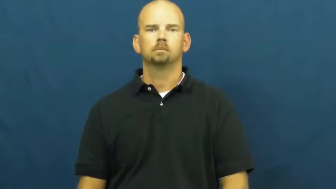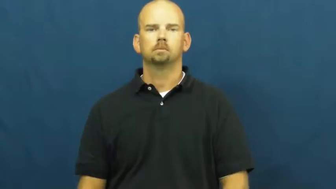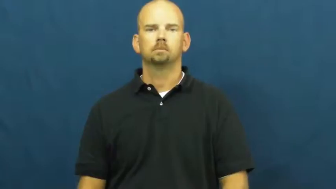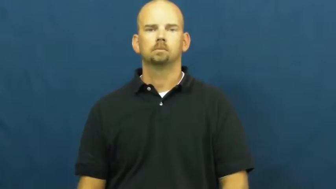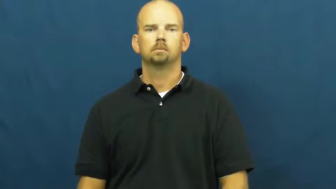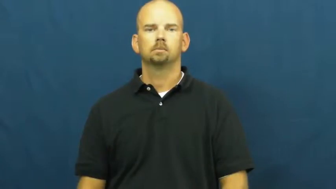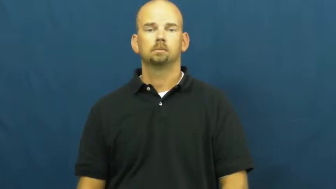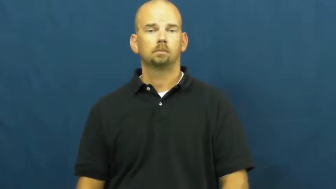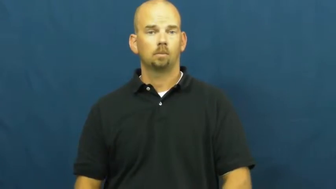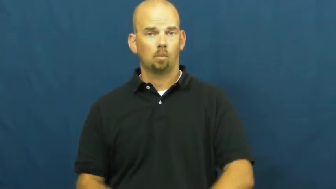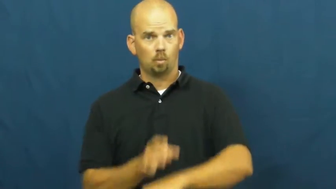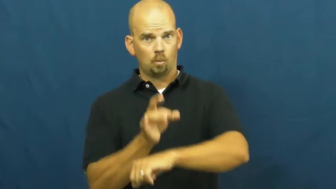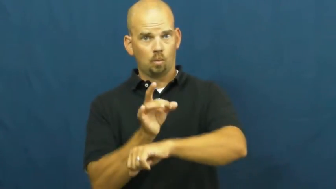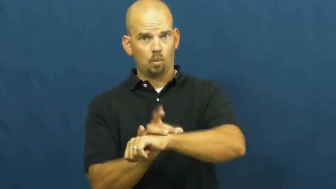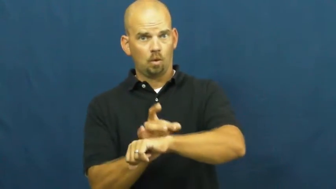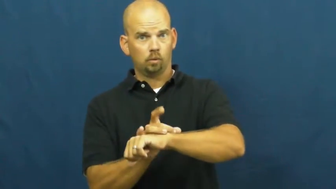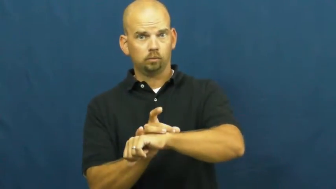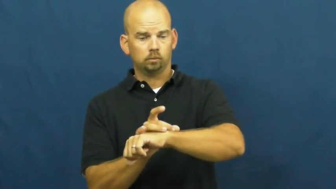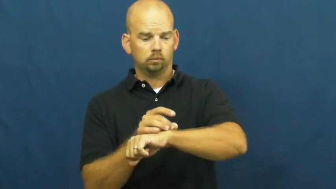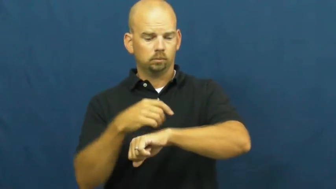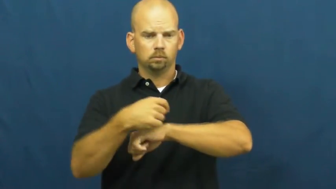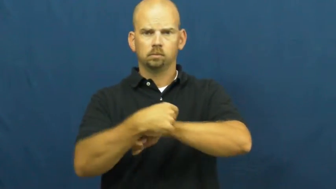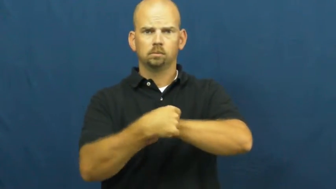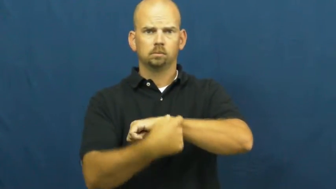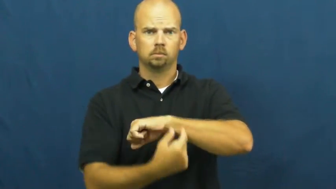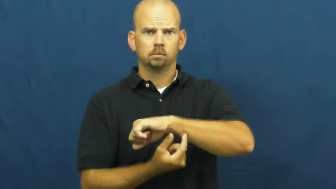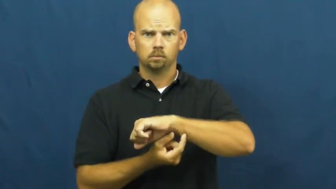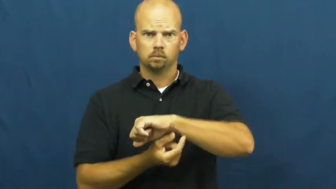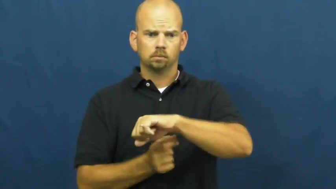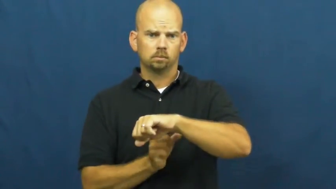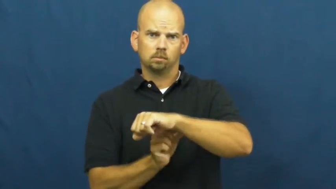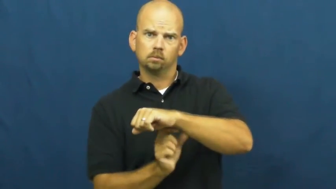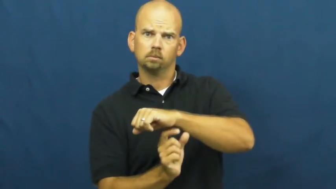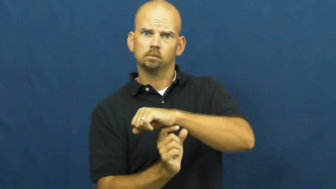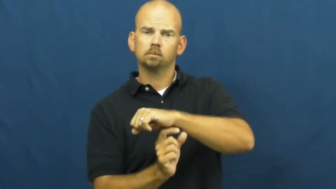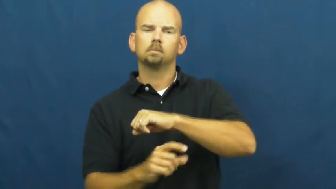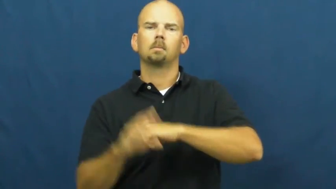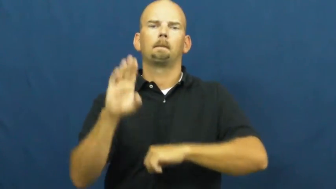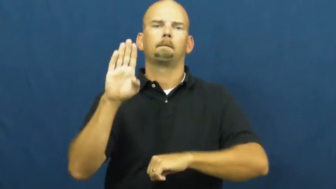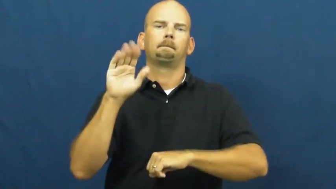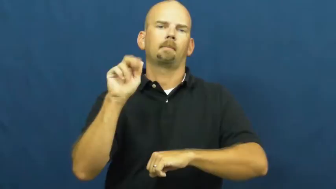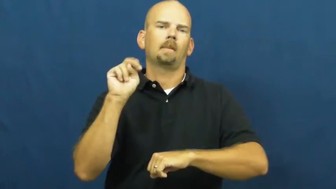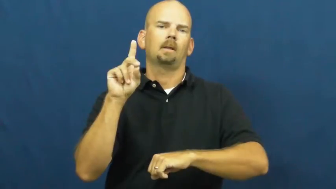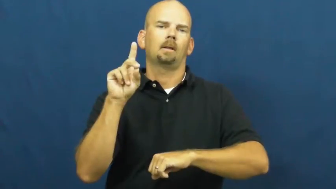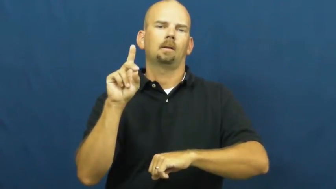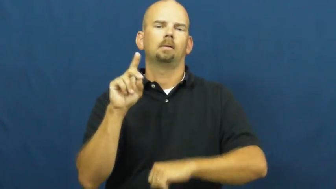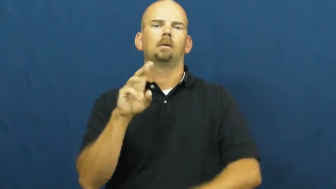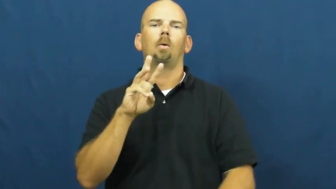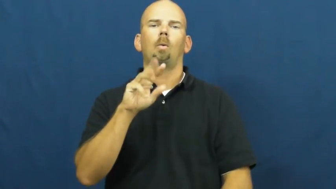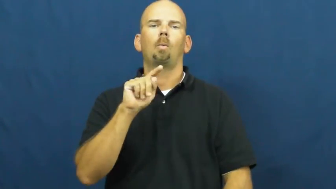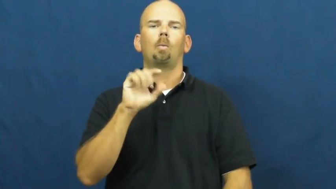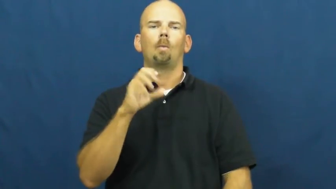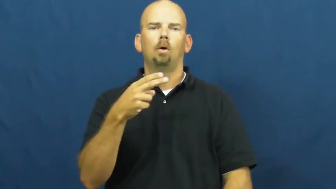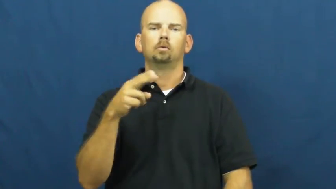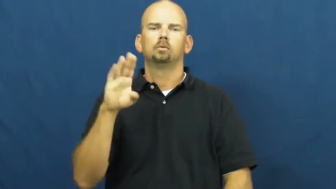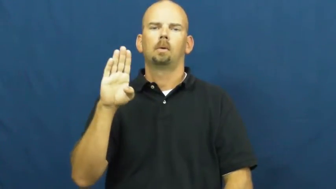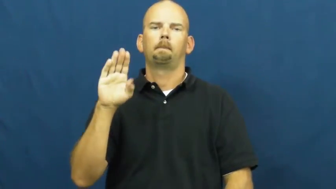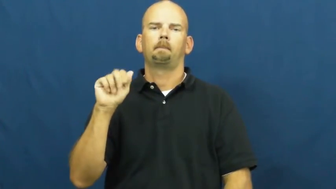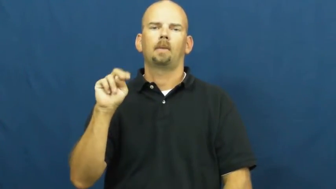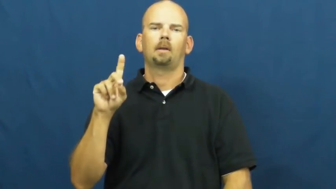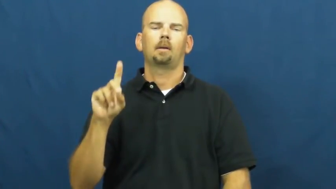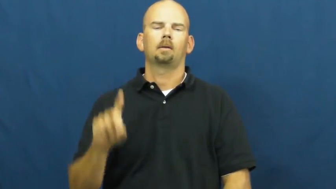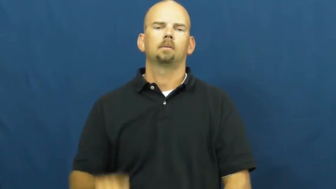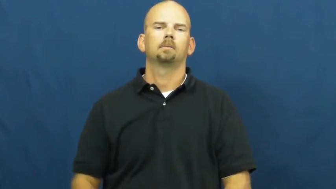watchband